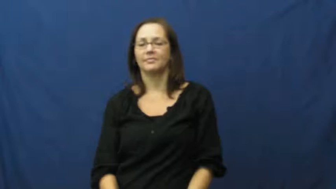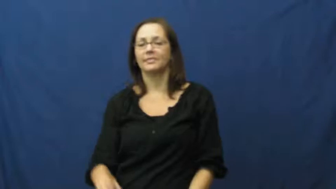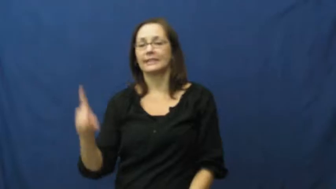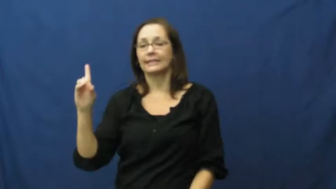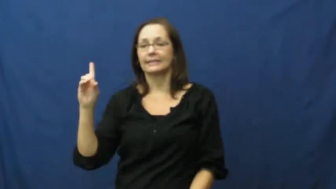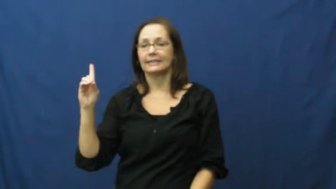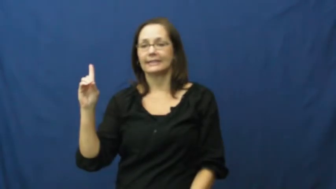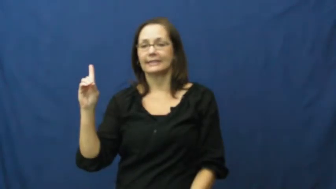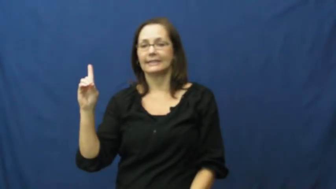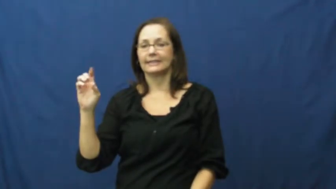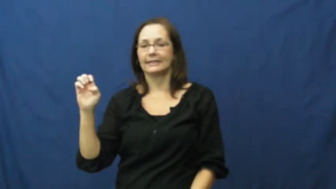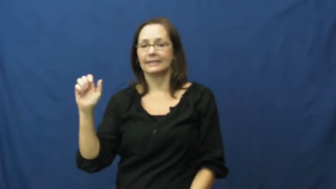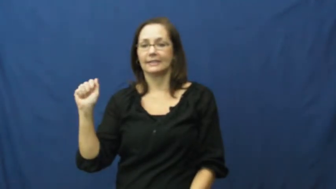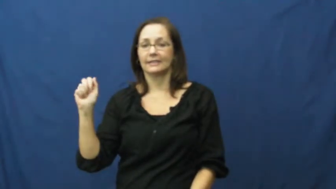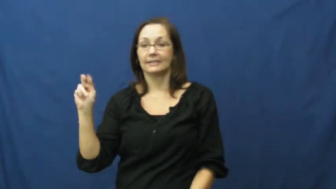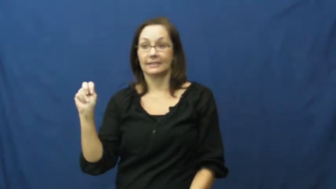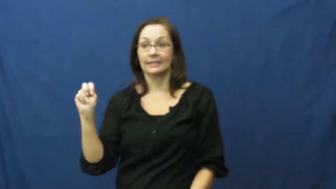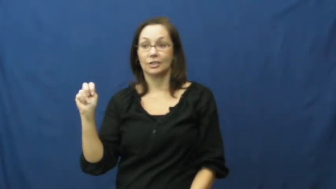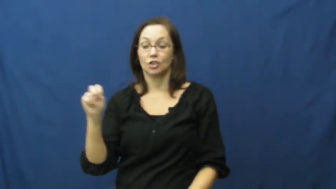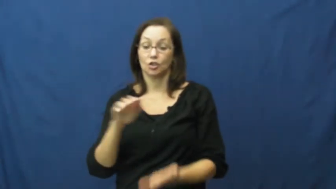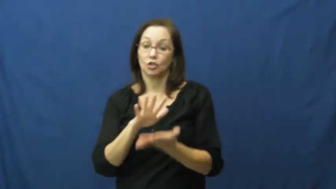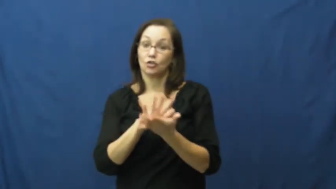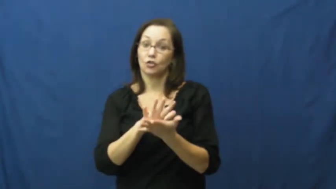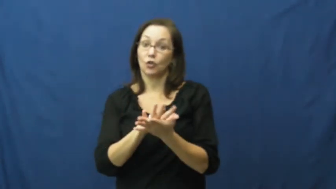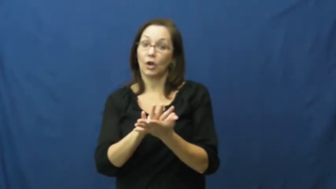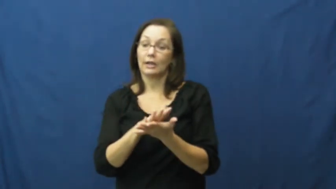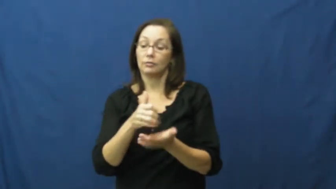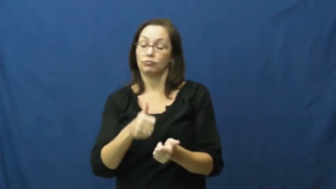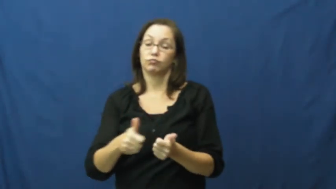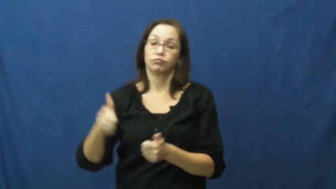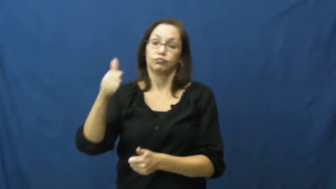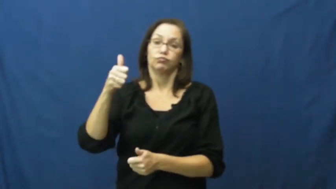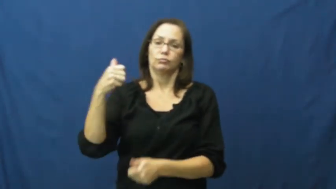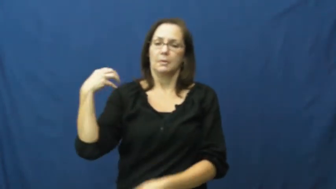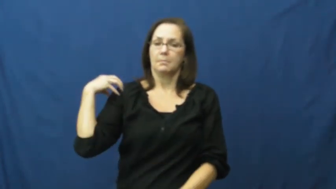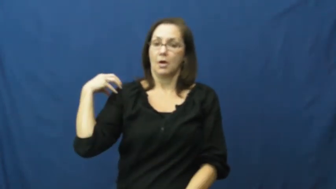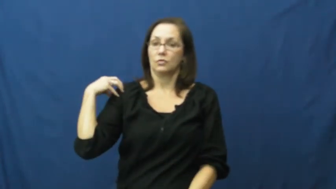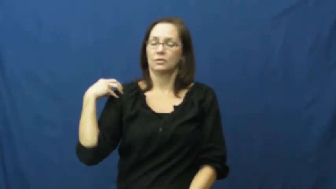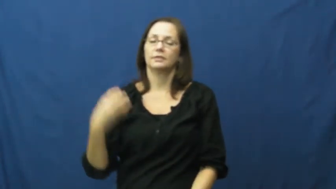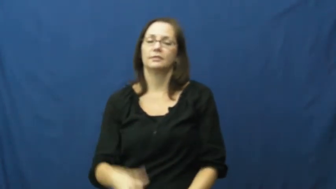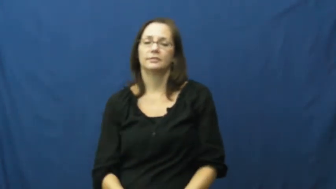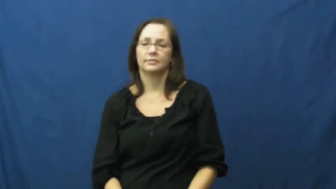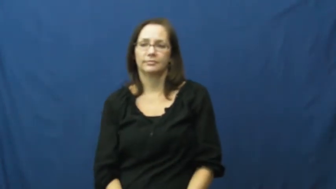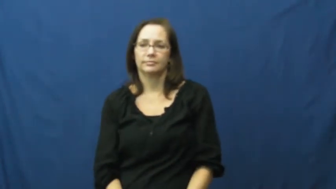dean